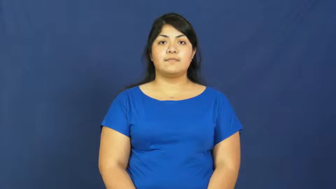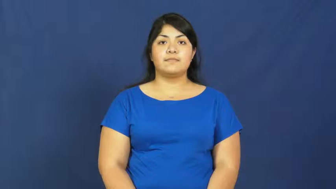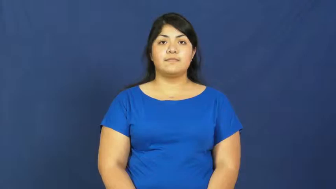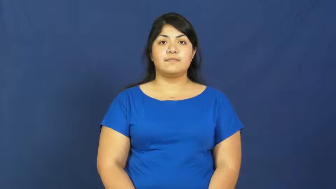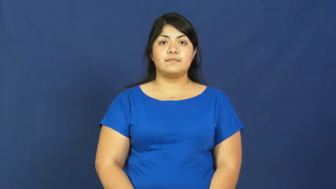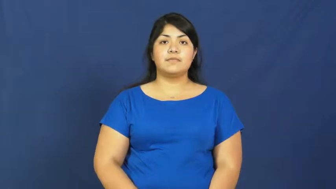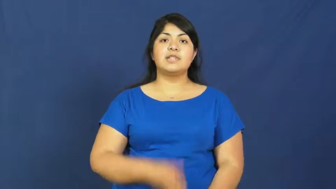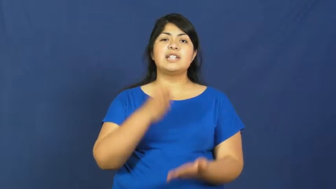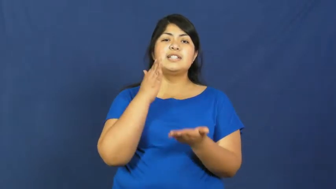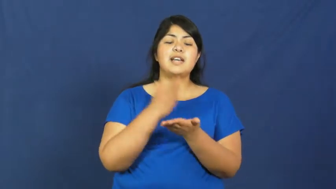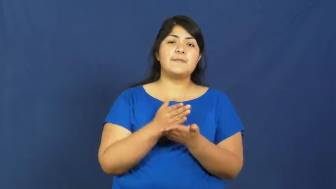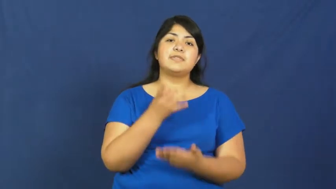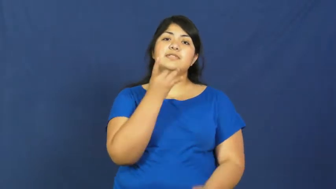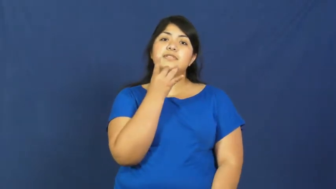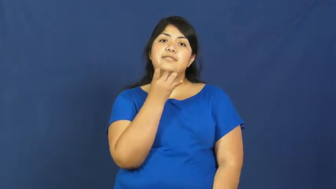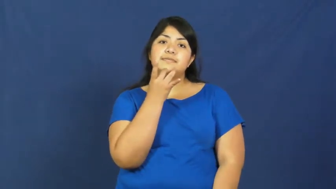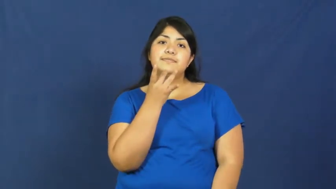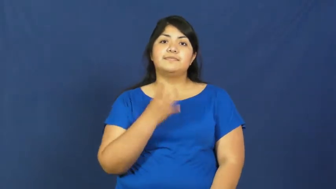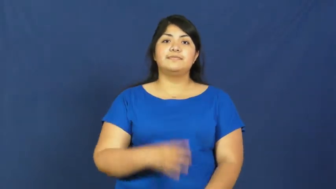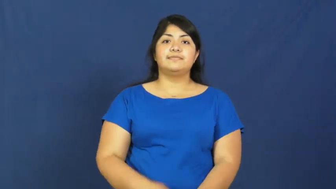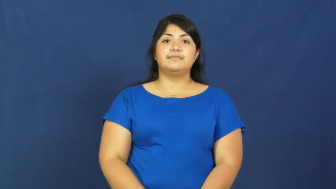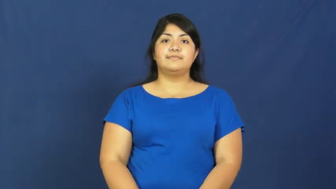traffic light